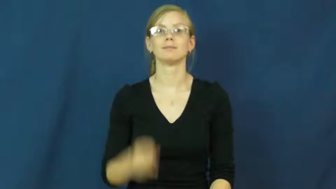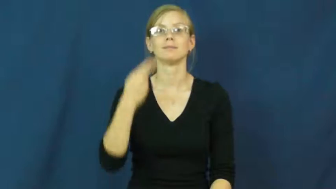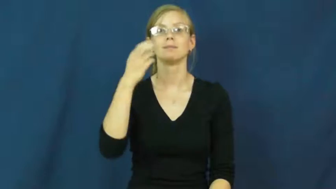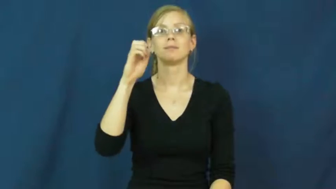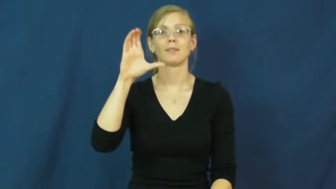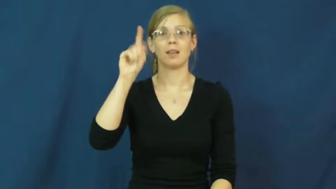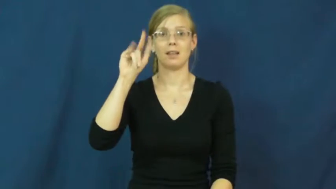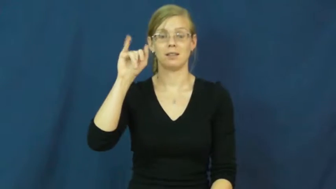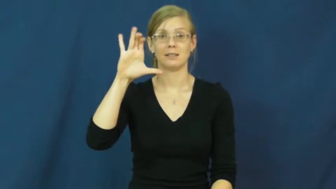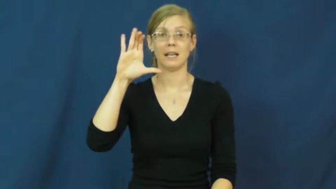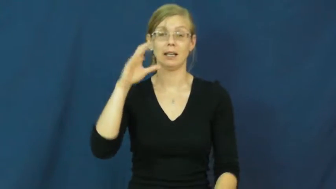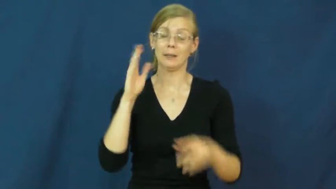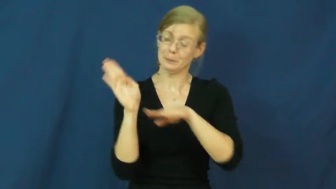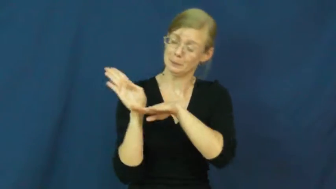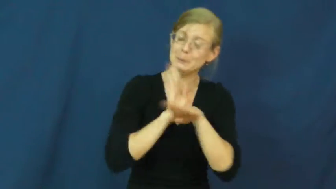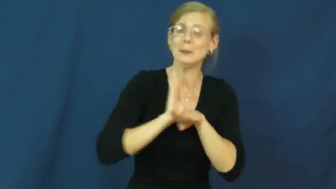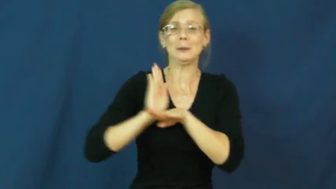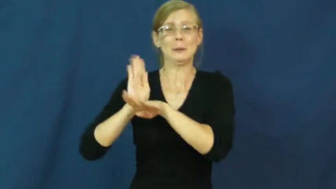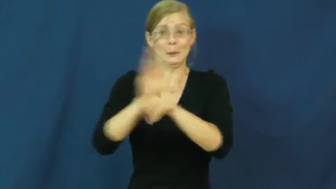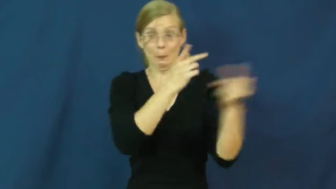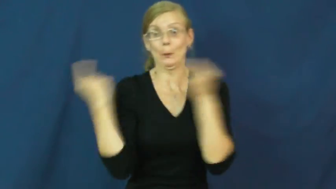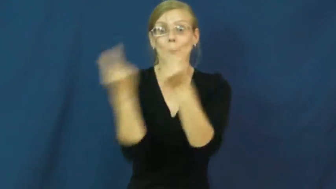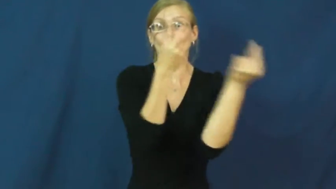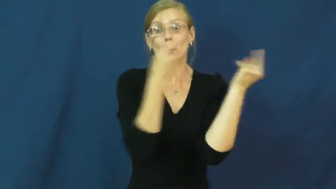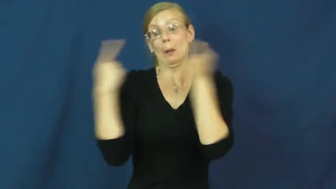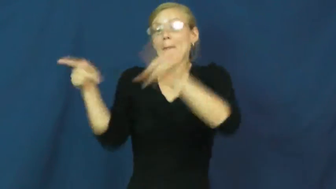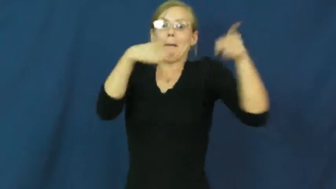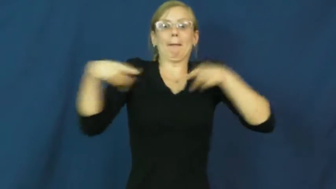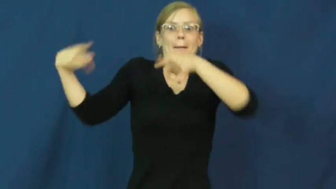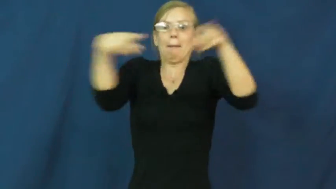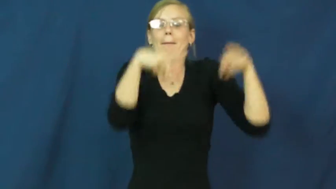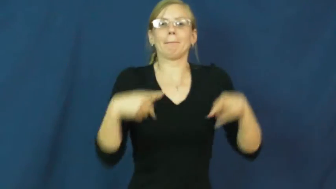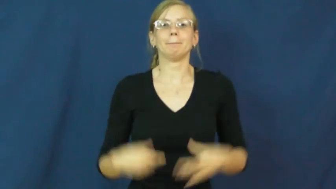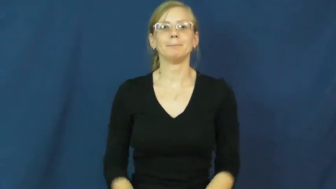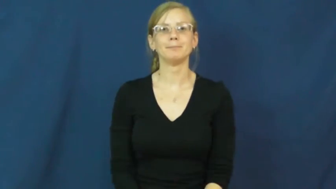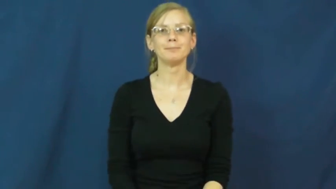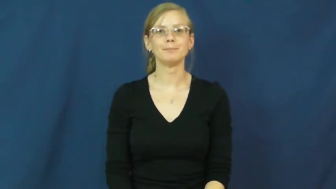hectic